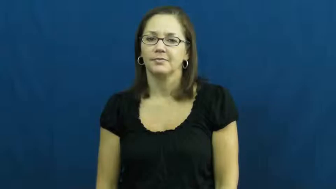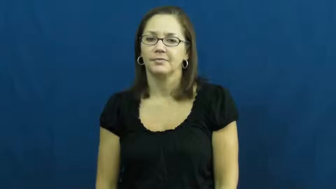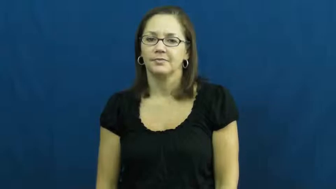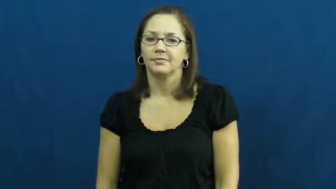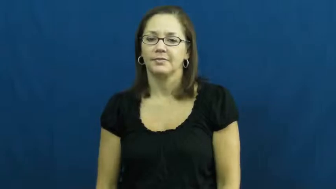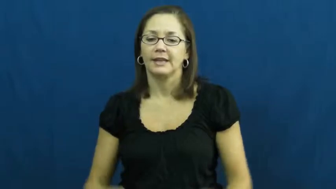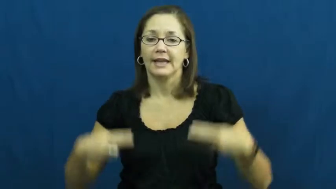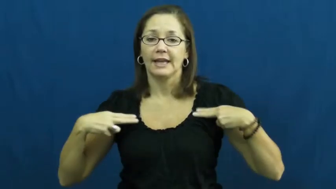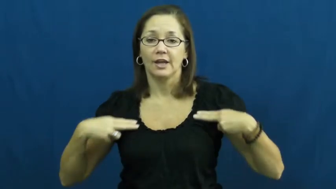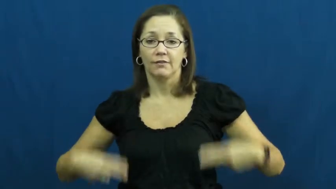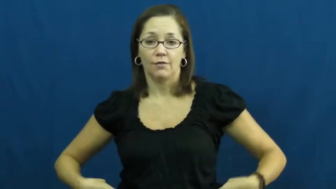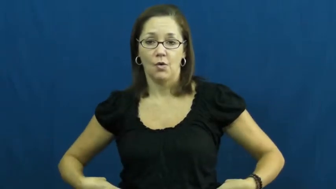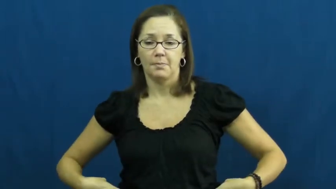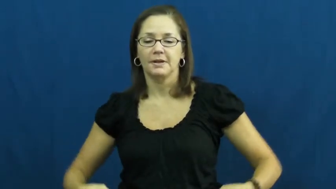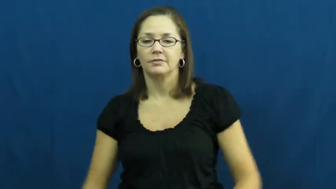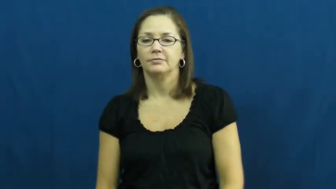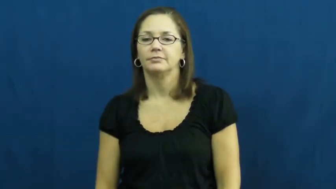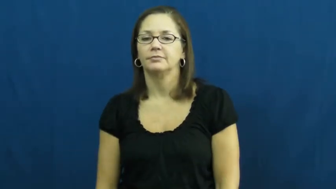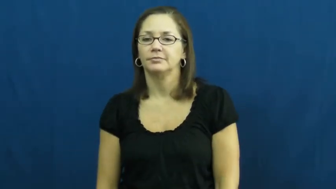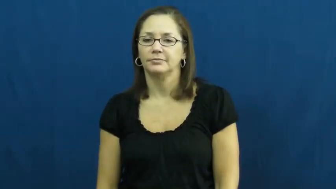uniform-clothes